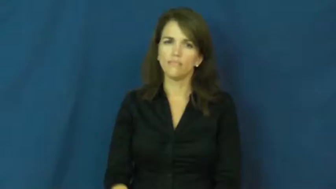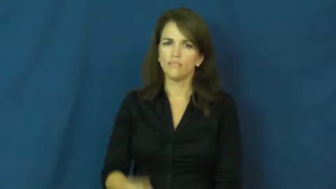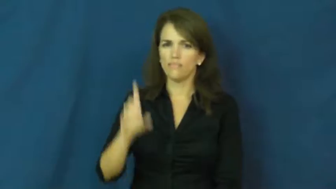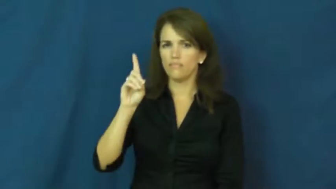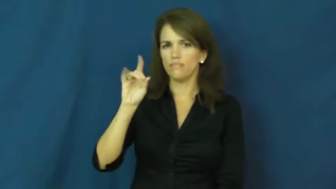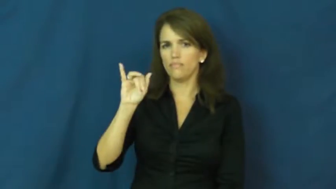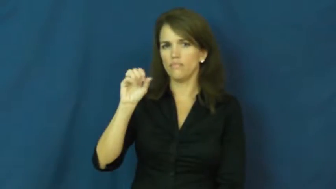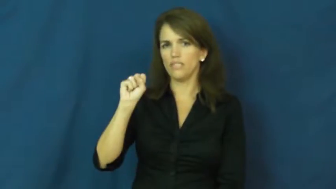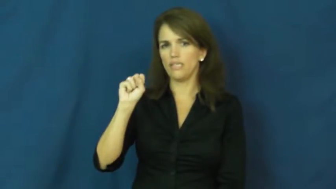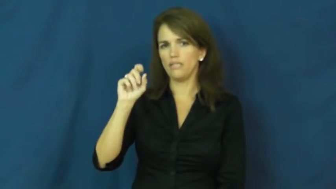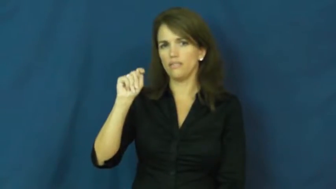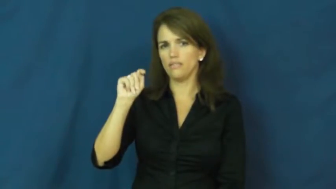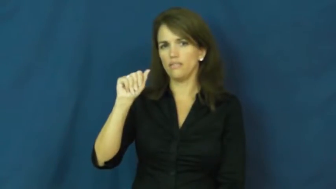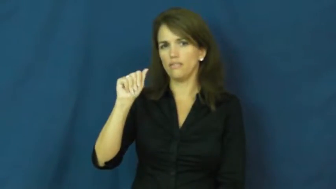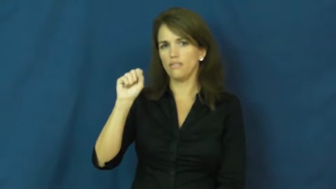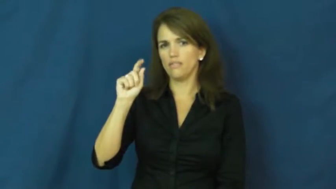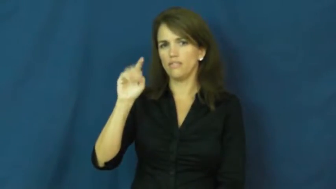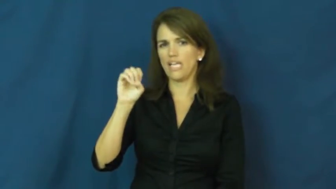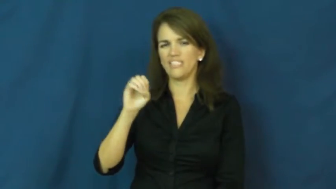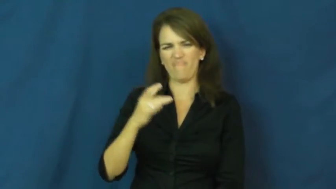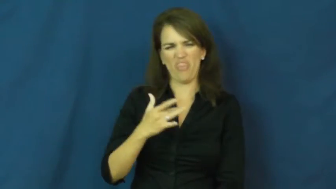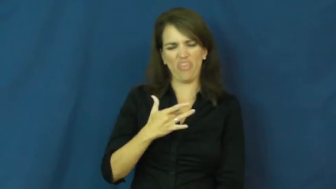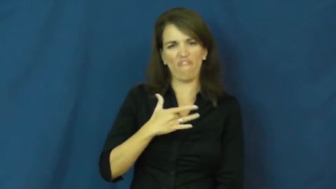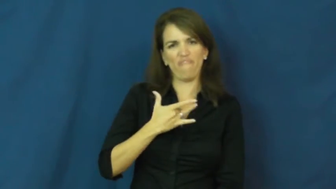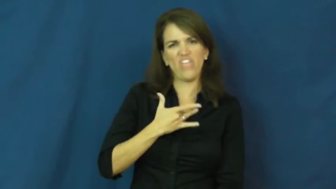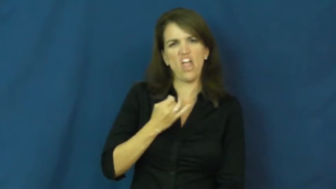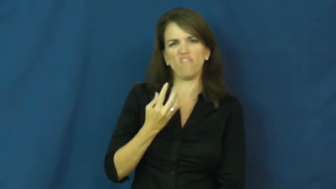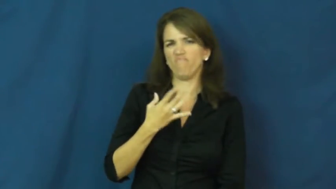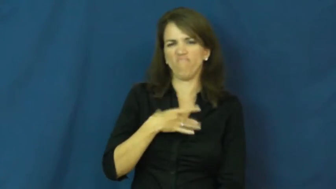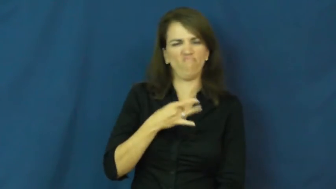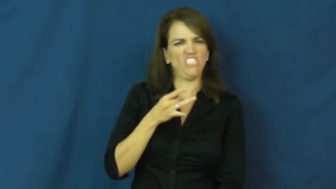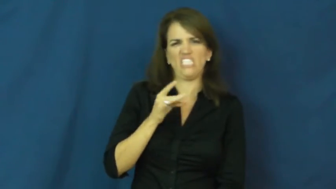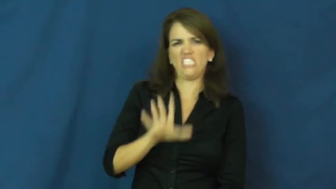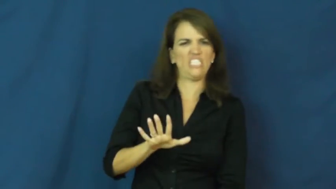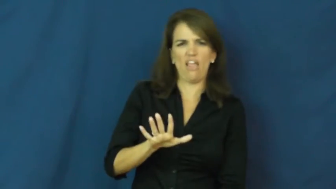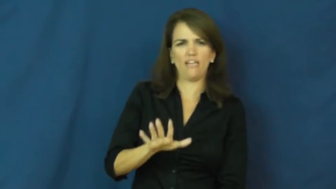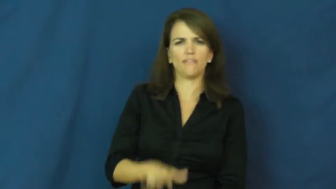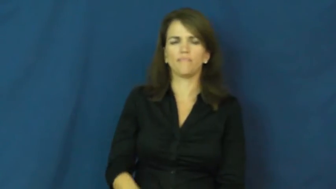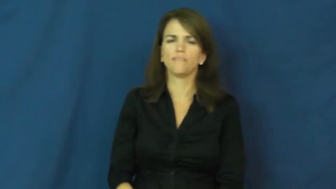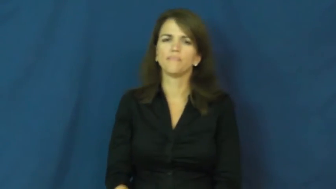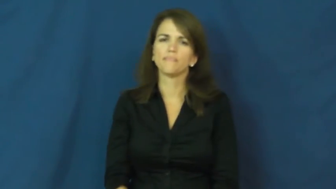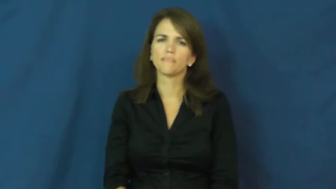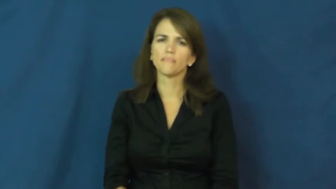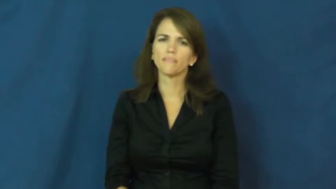distaste